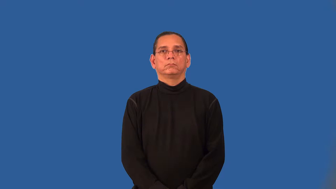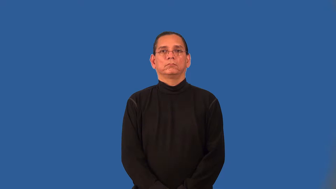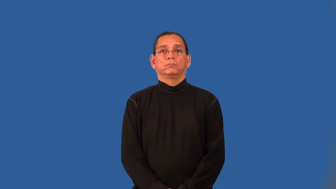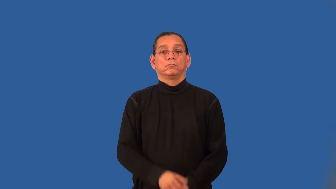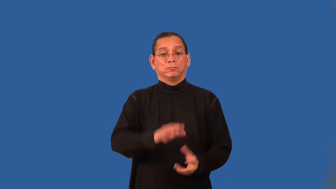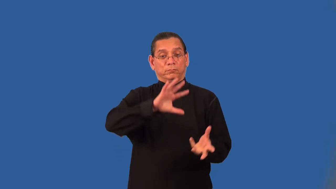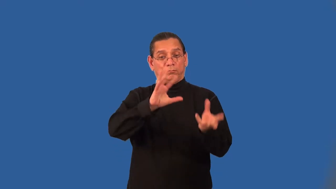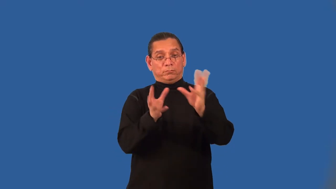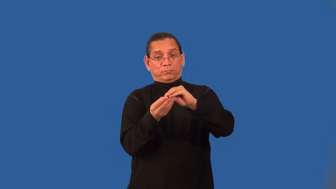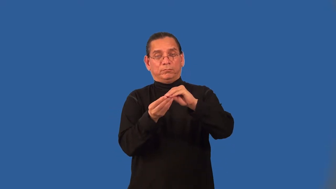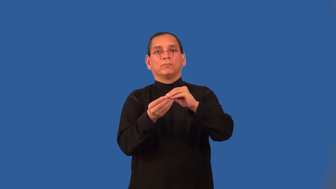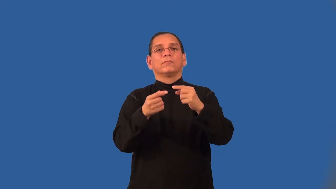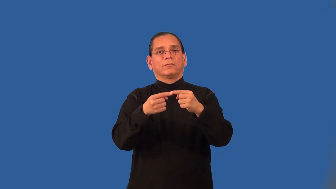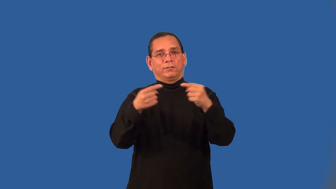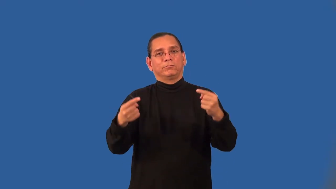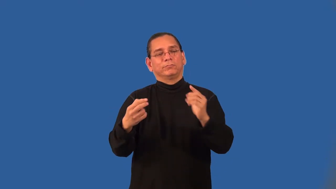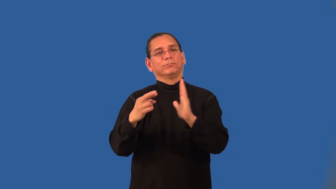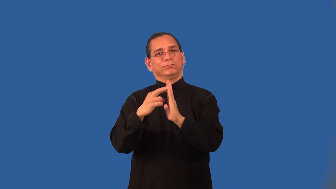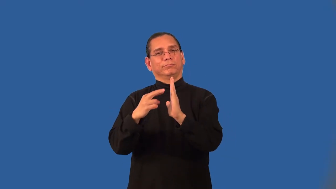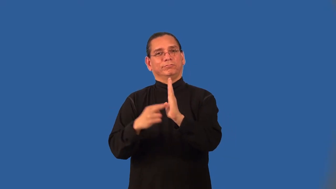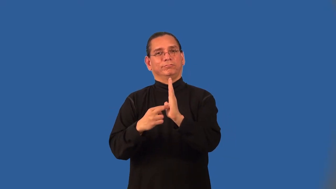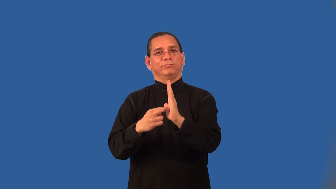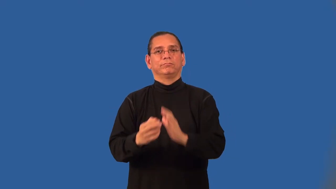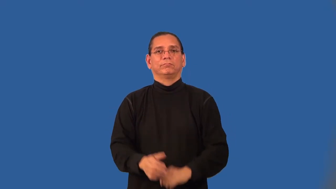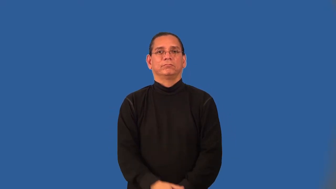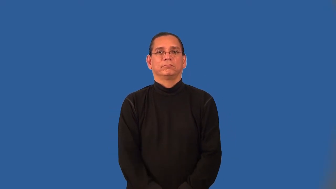Addition Property of Opposites